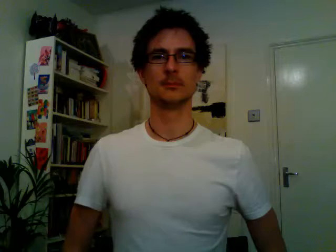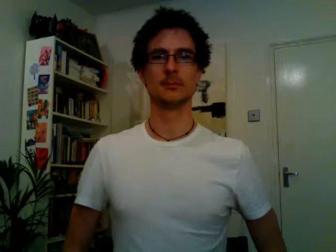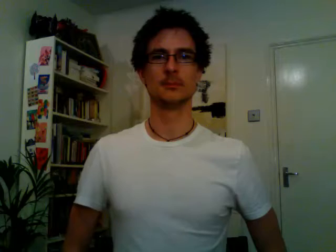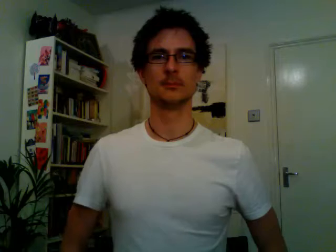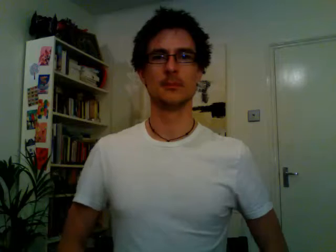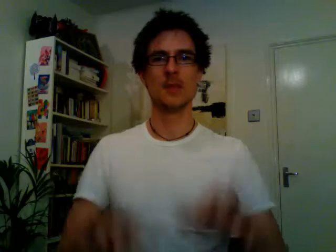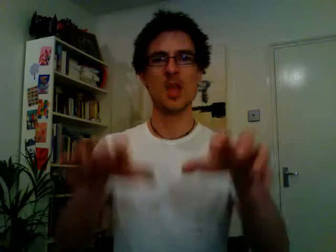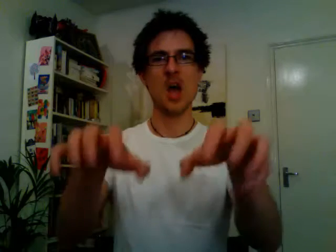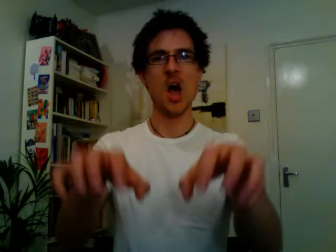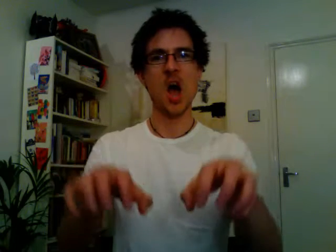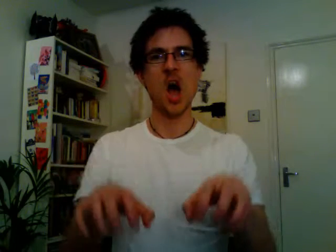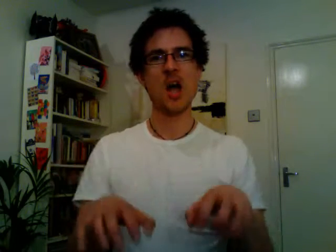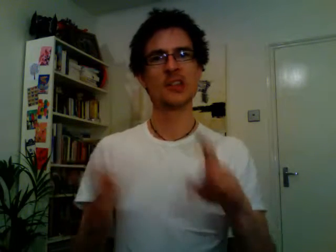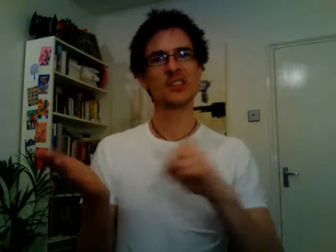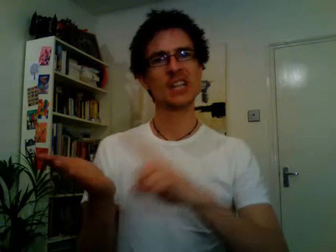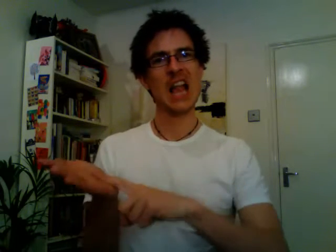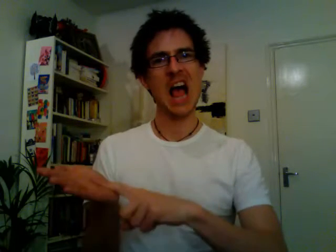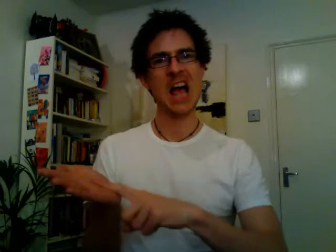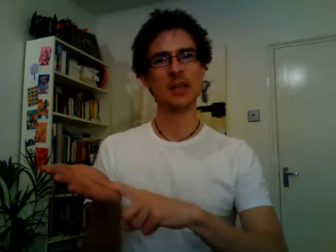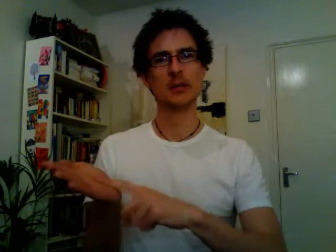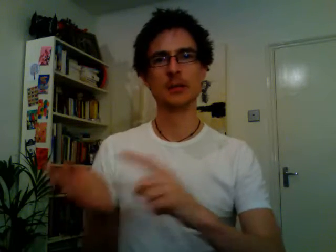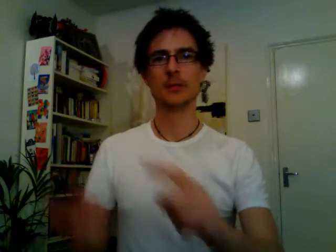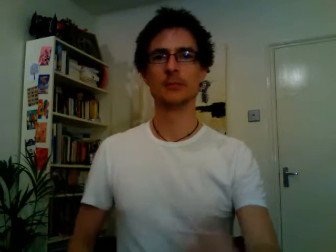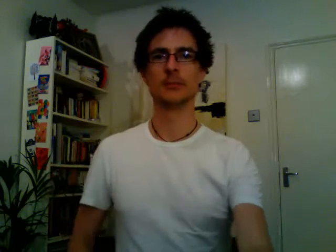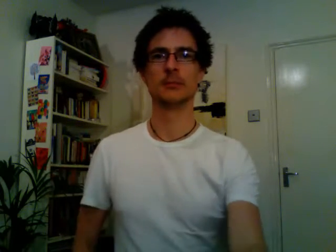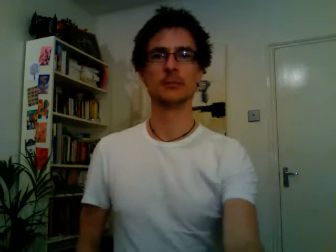iceland